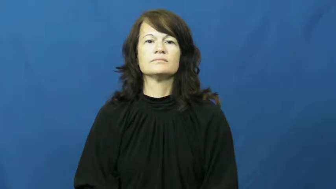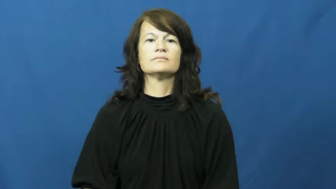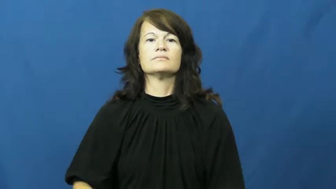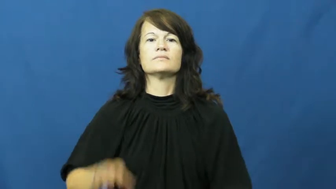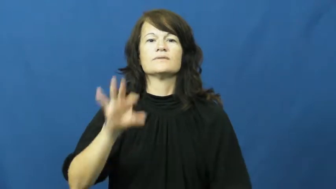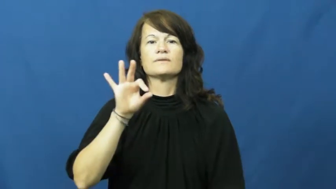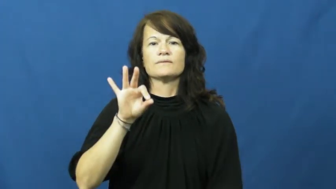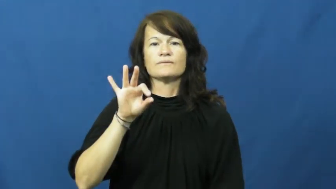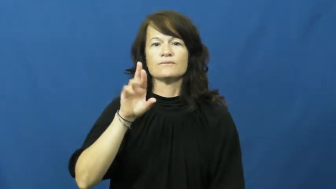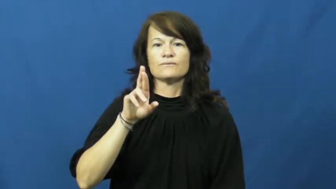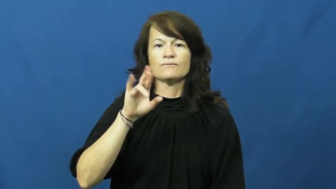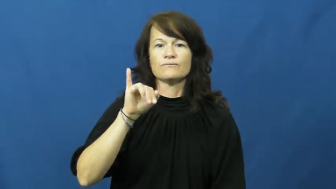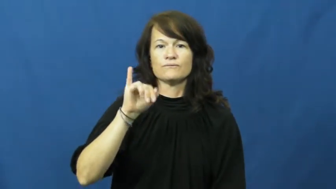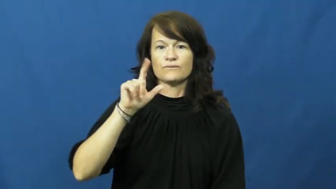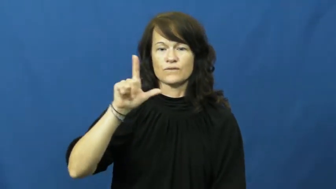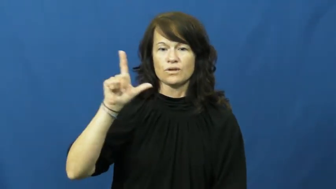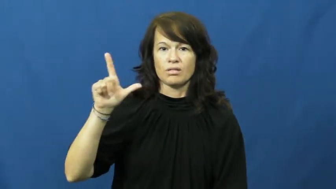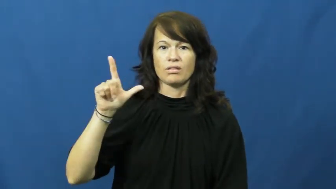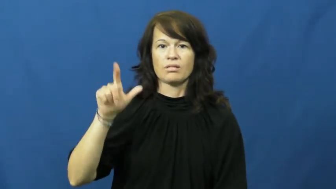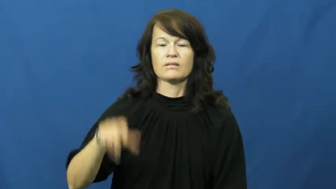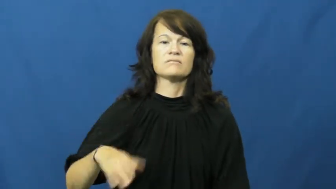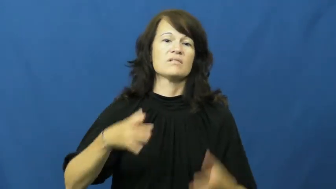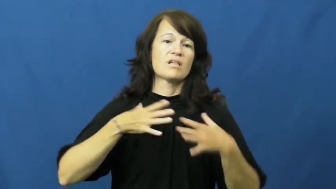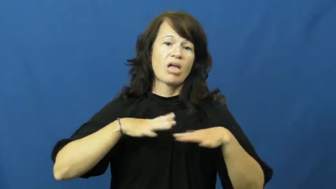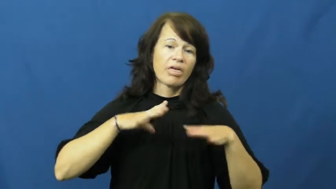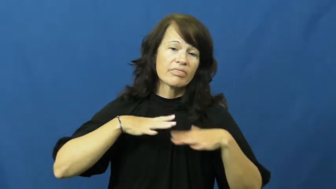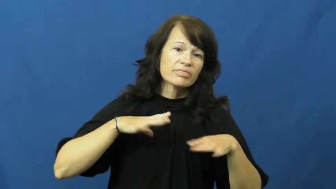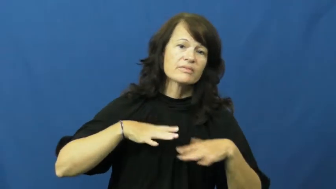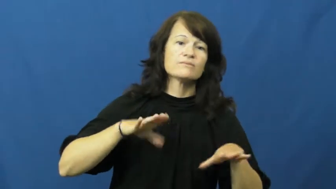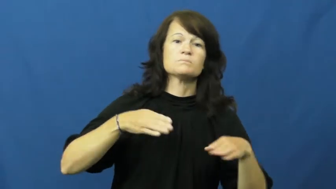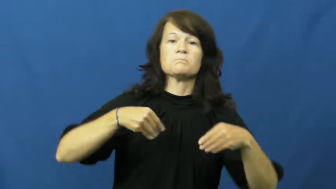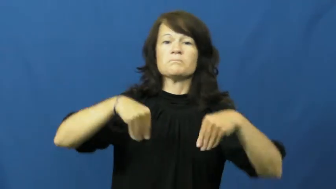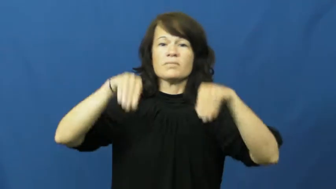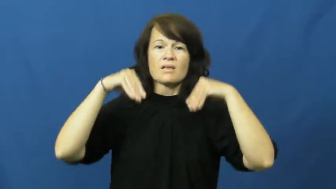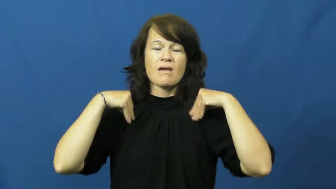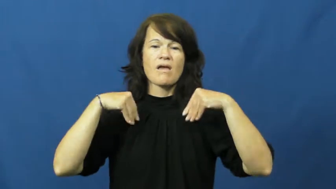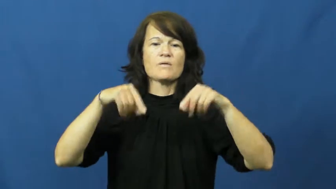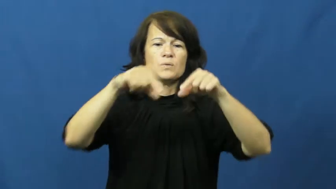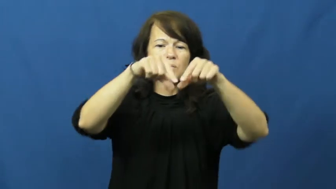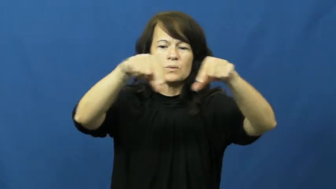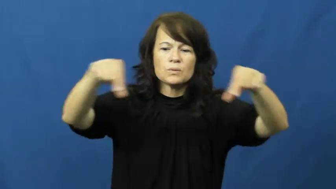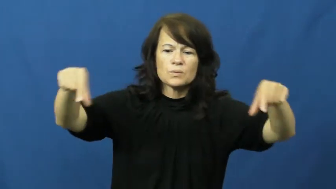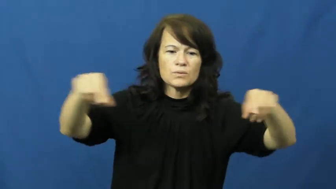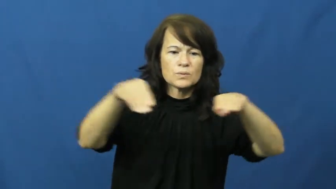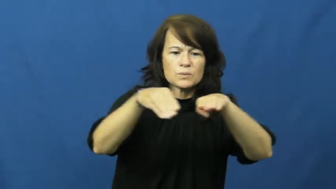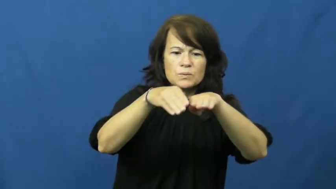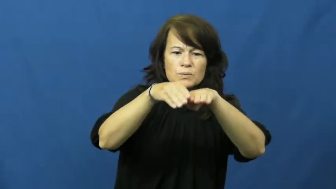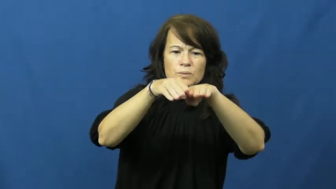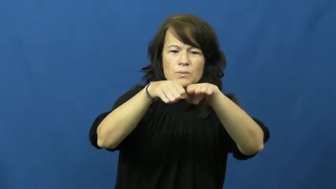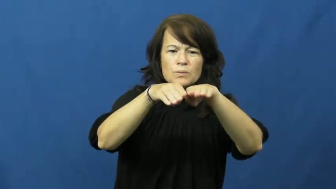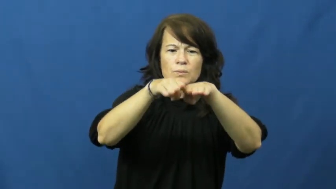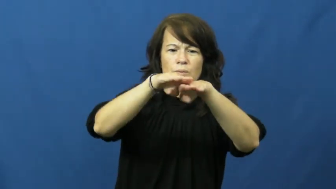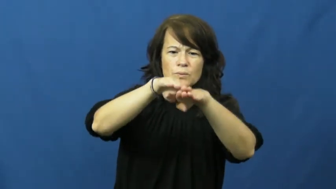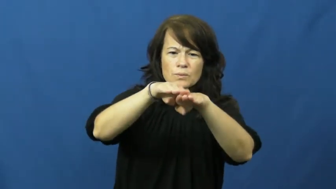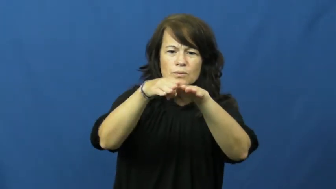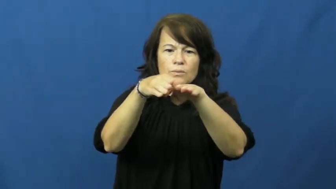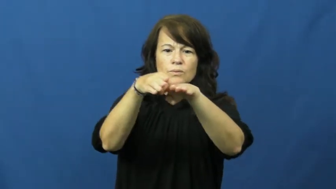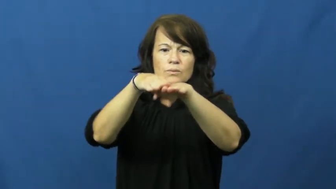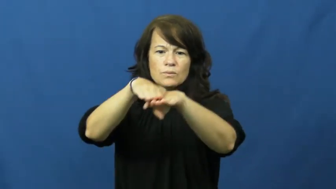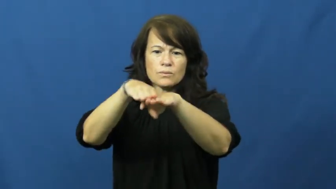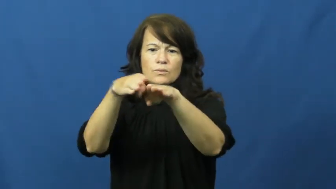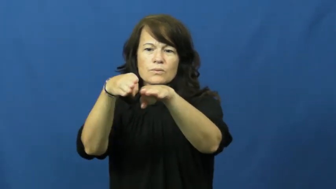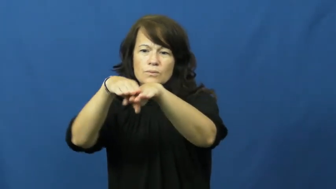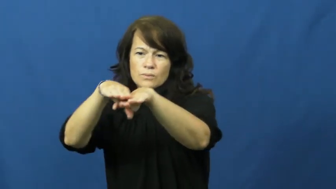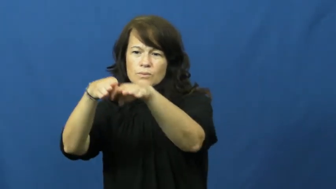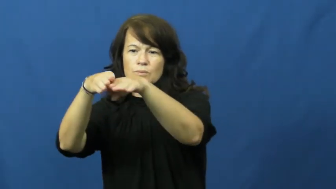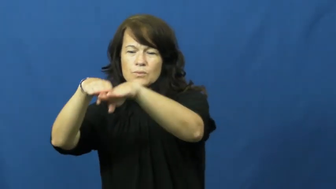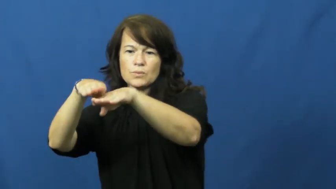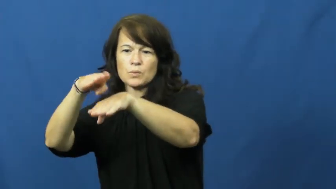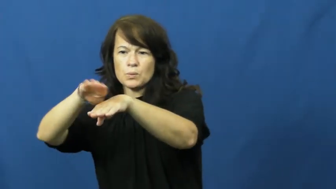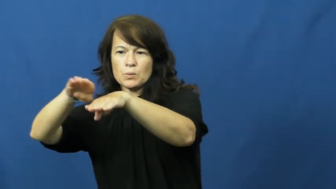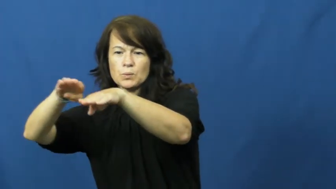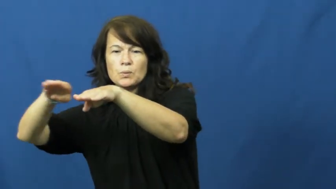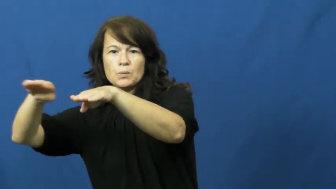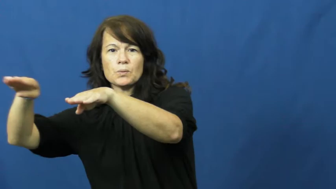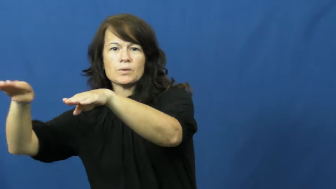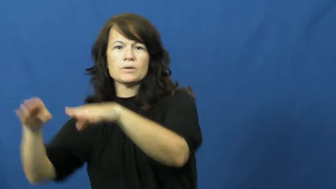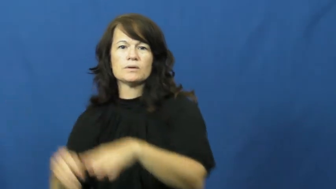frill-cloth